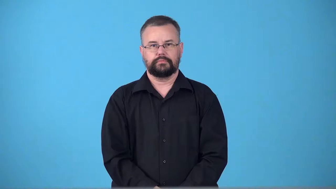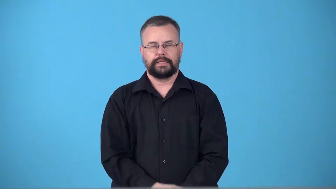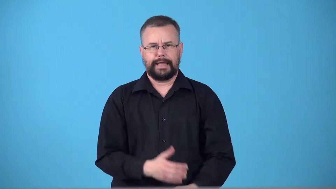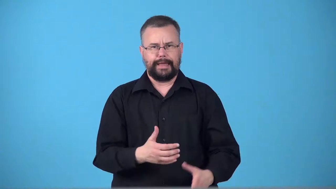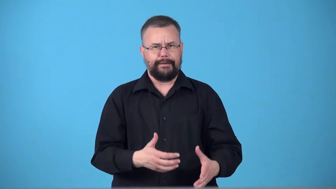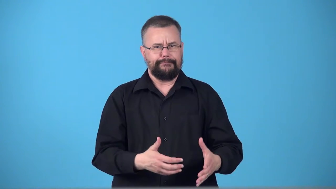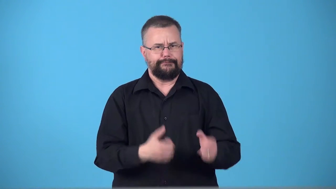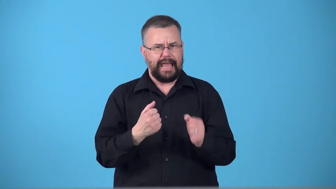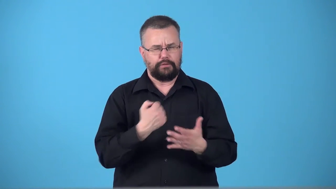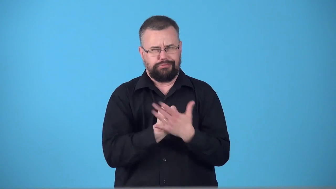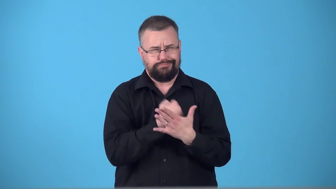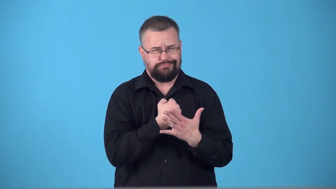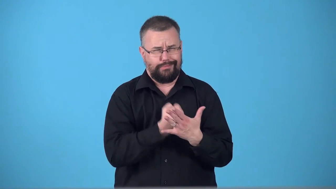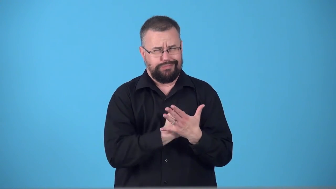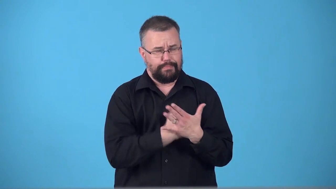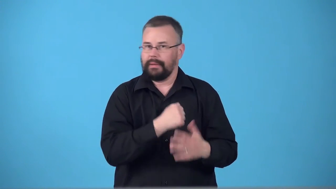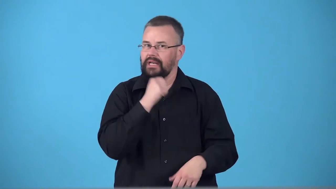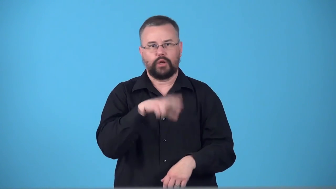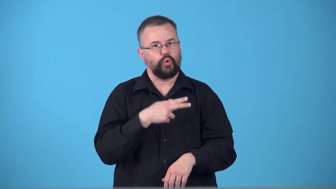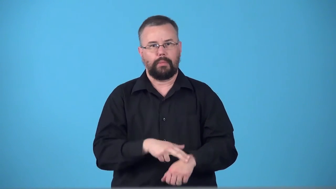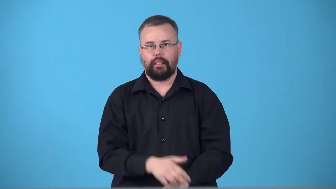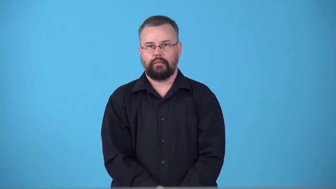tachycardia